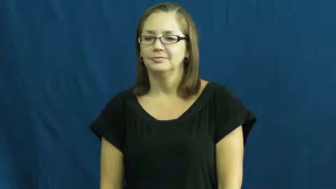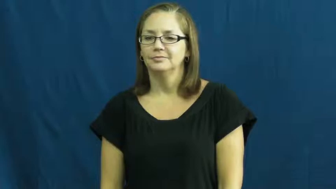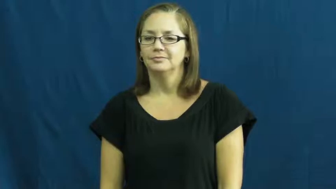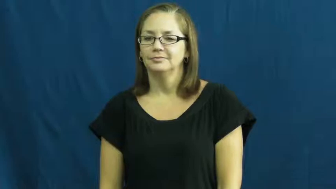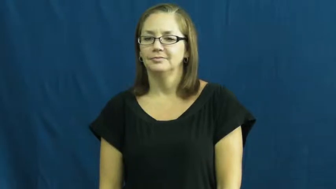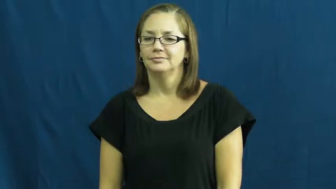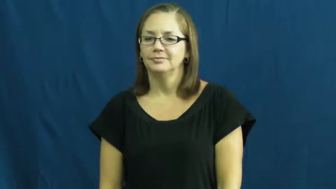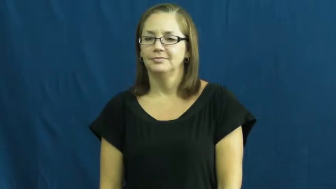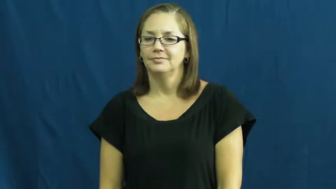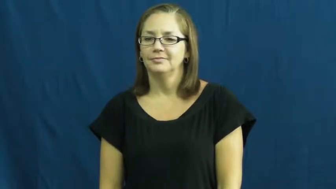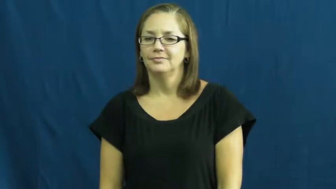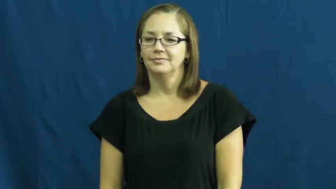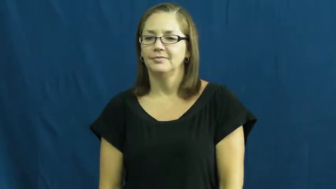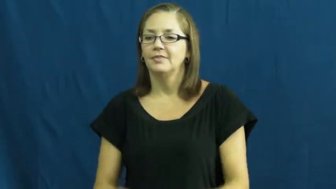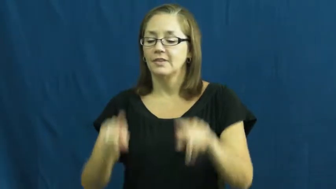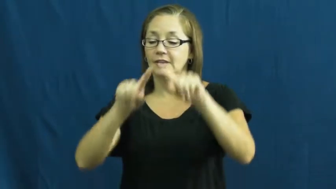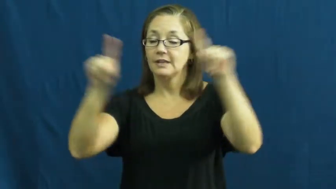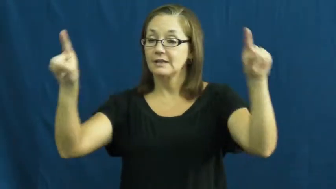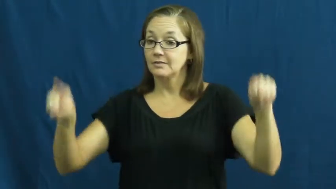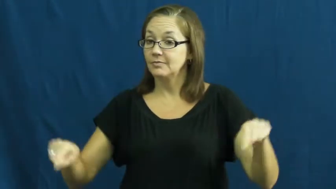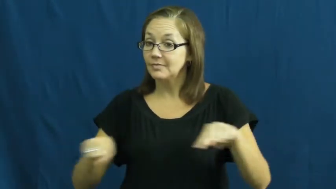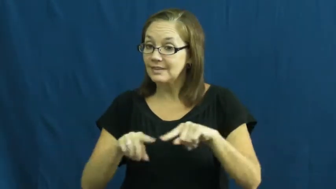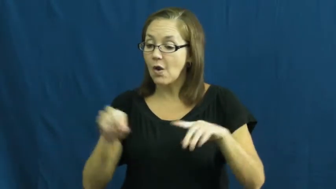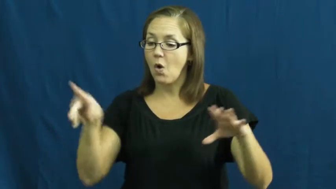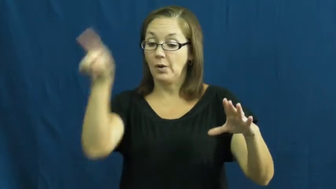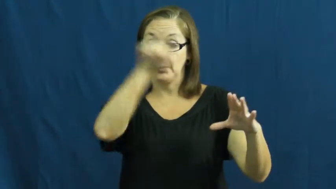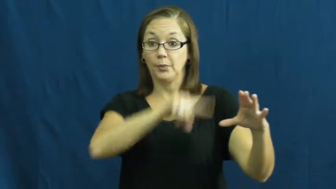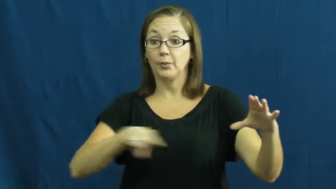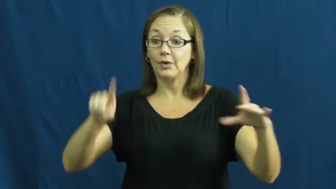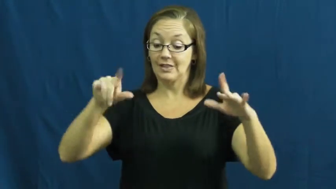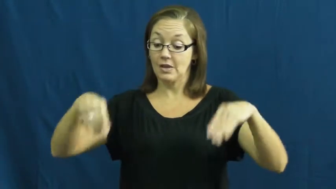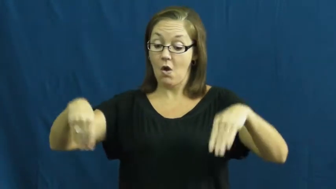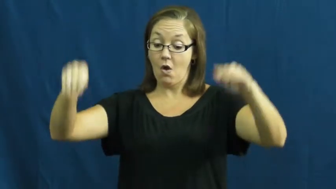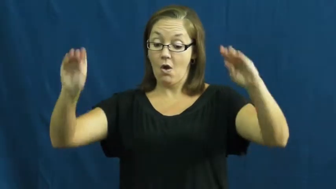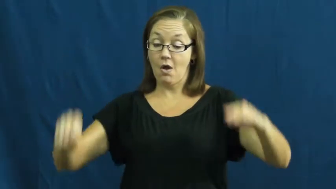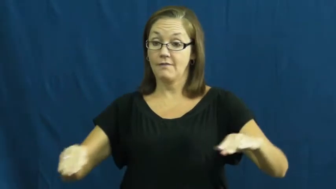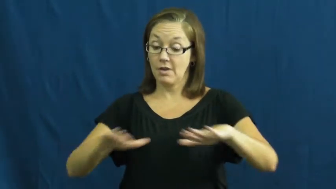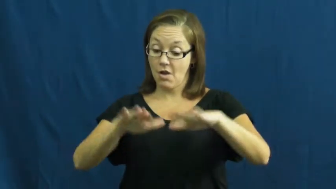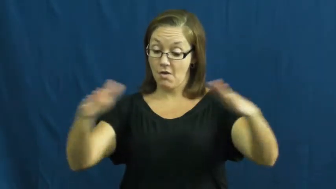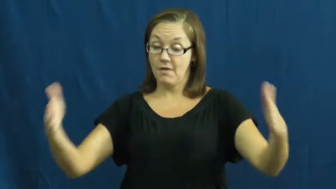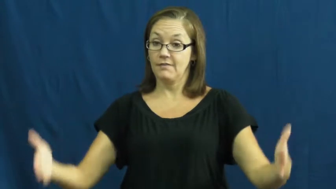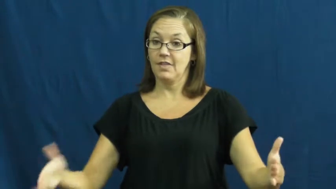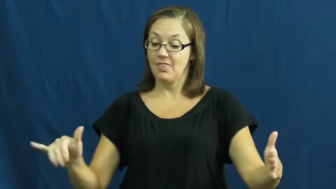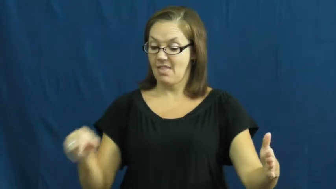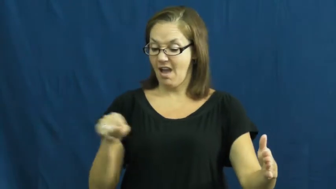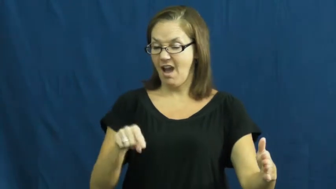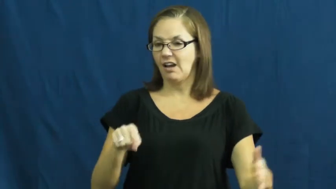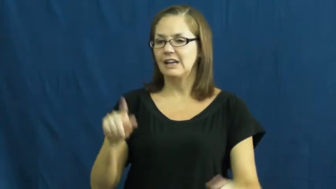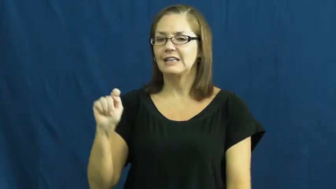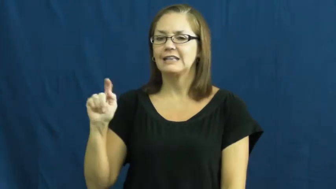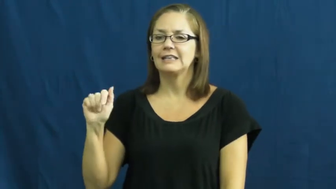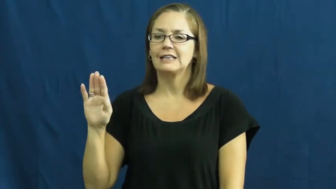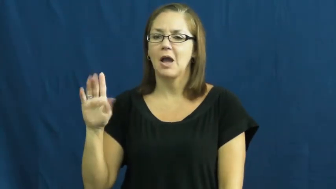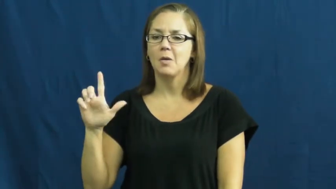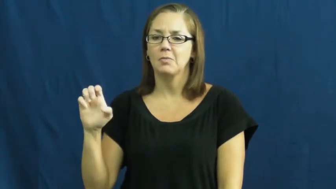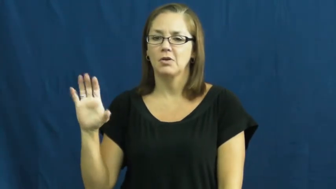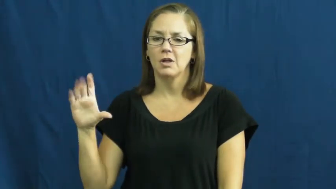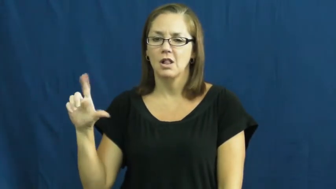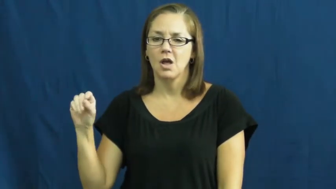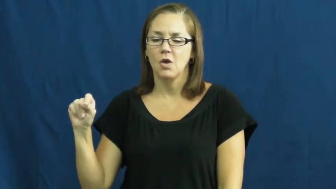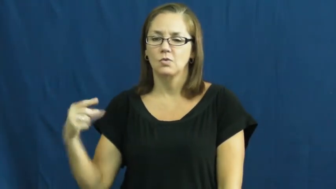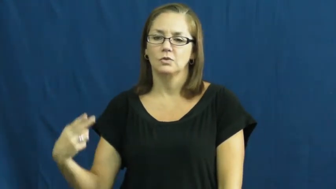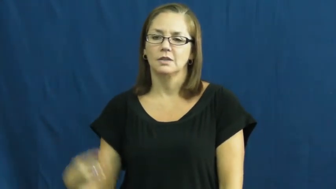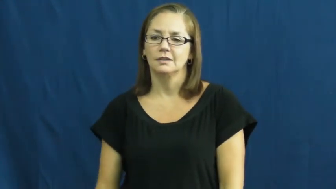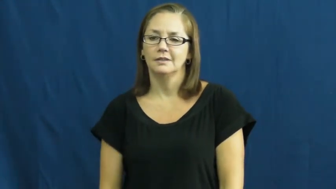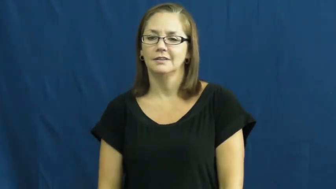tablecloth